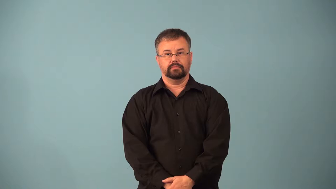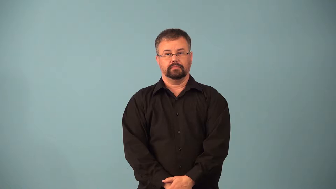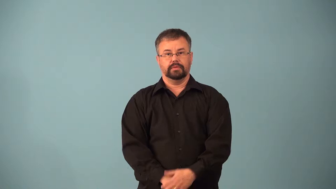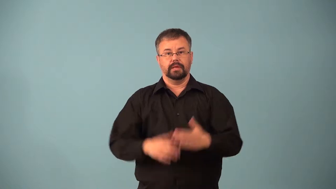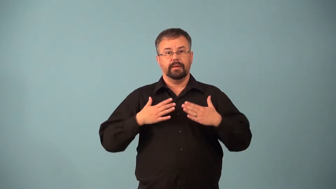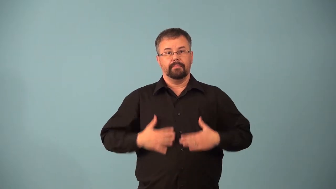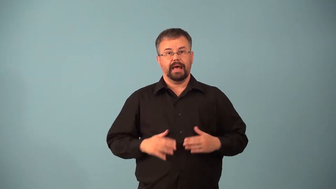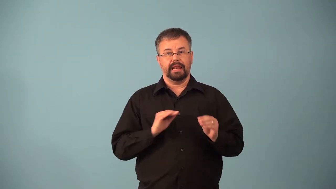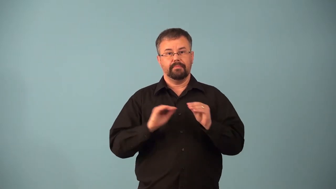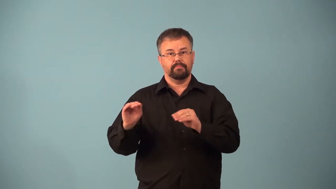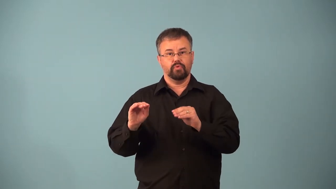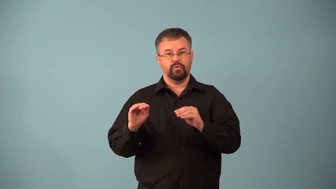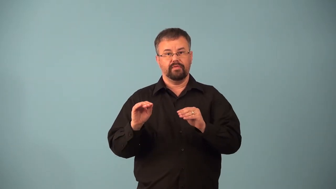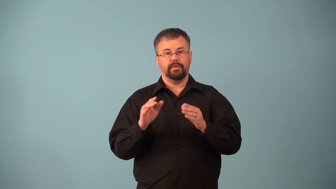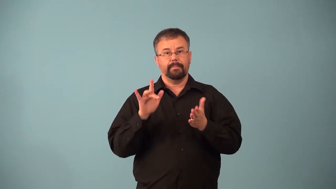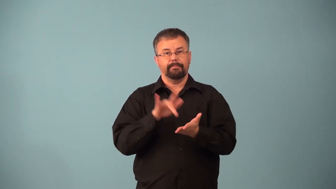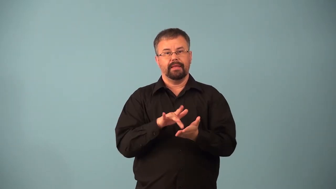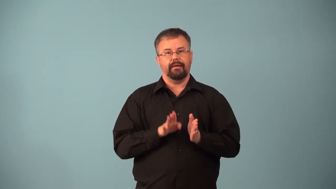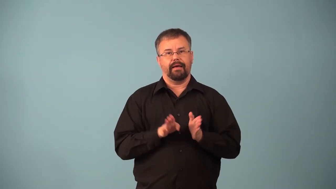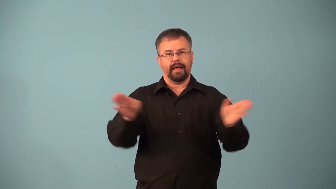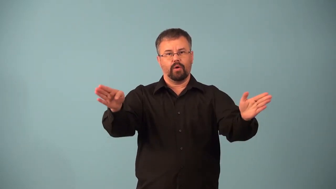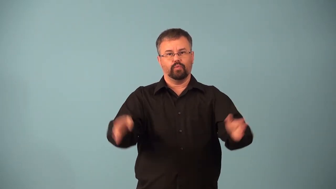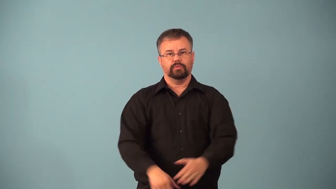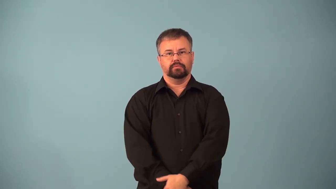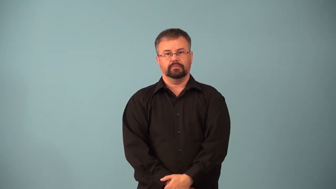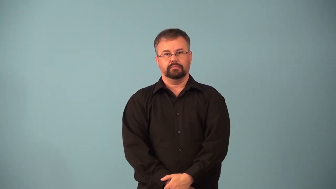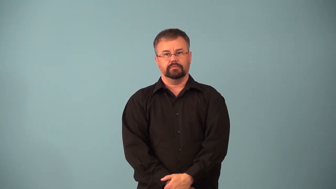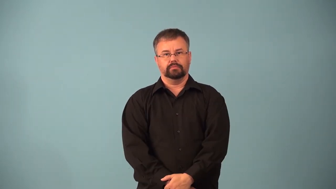abduct-muscle